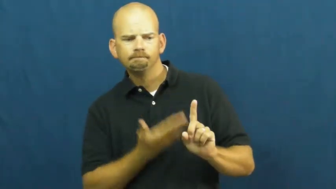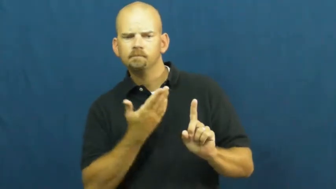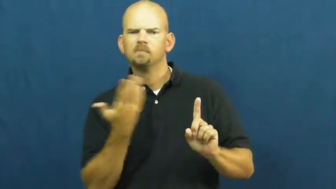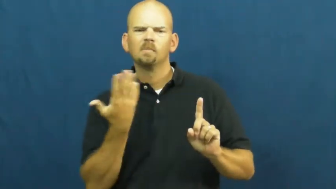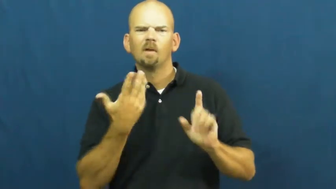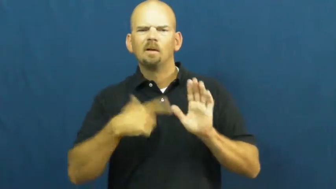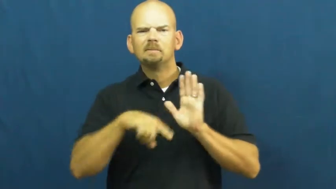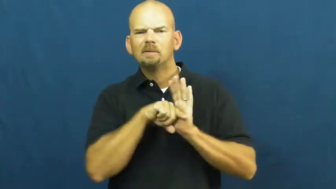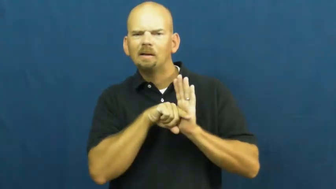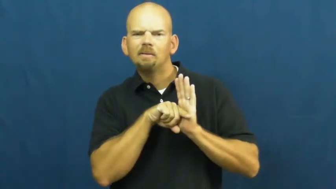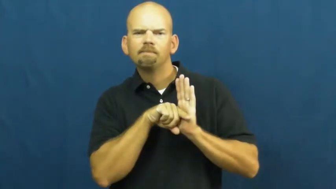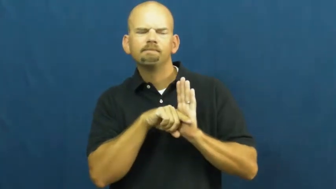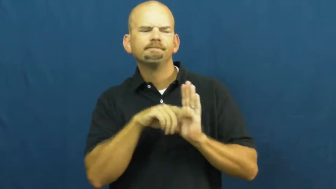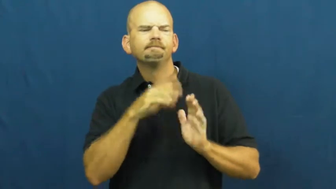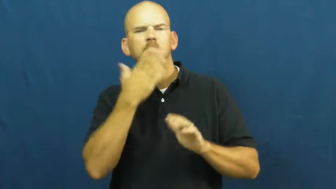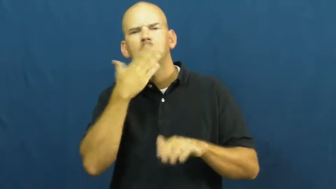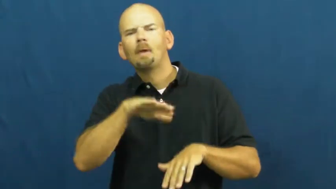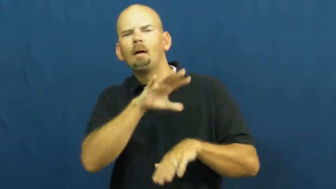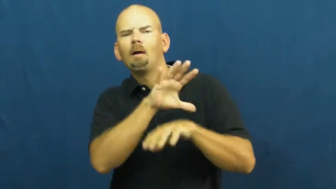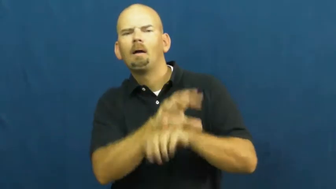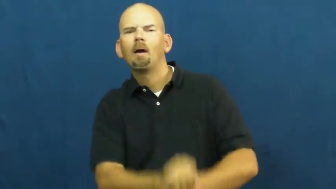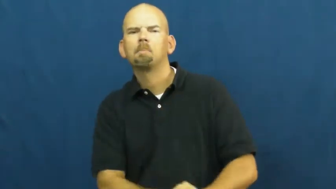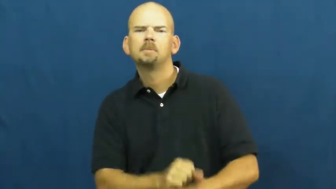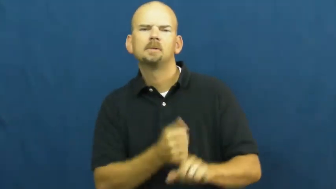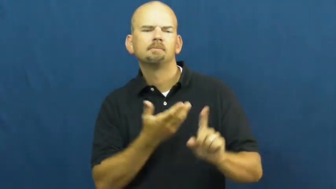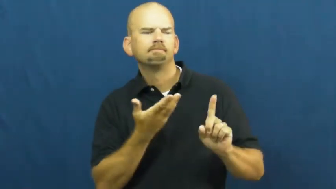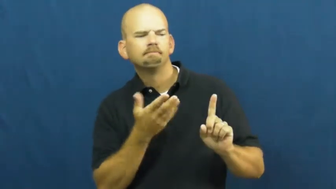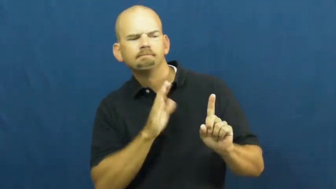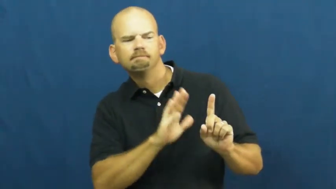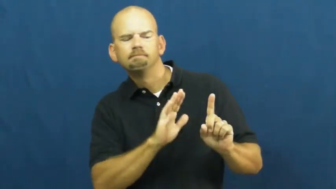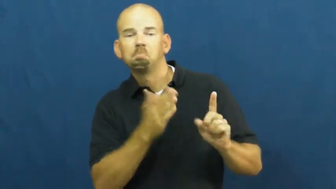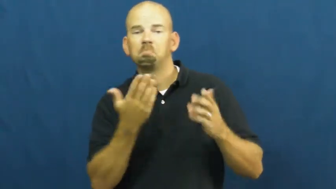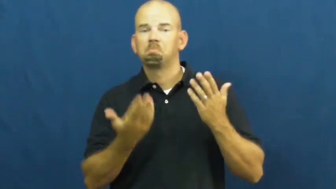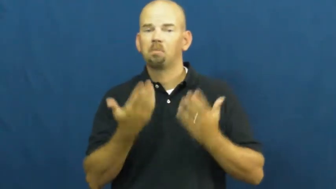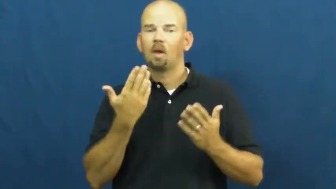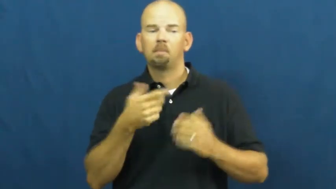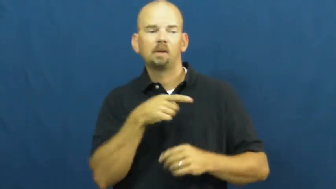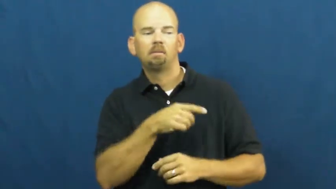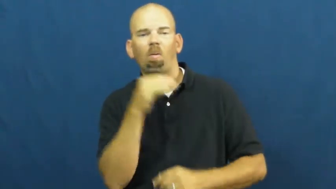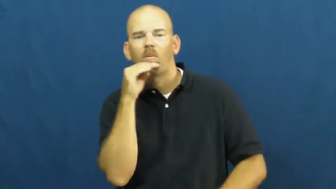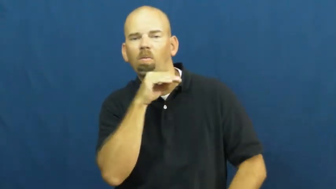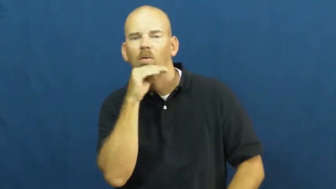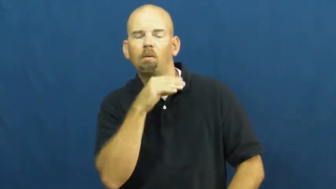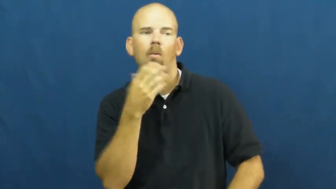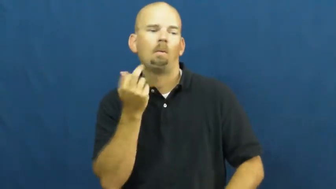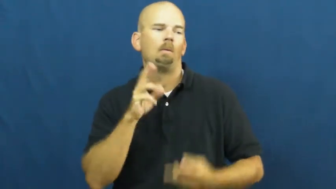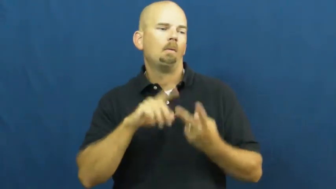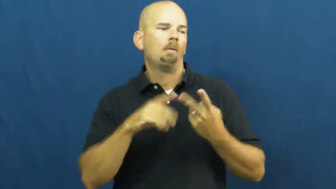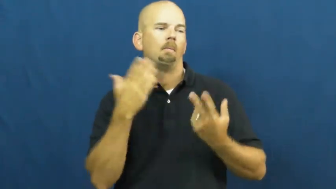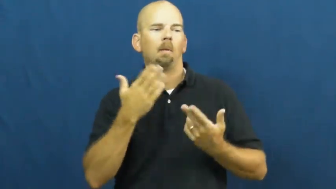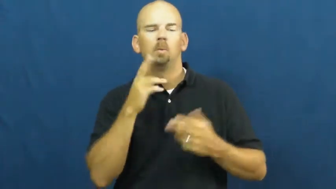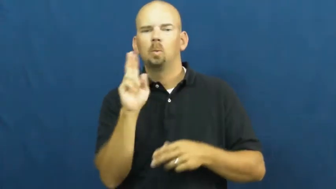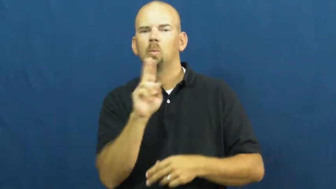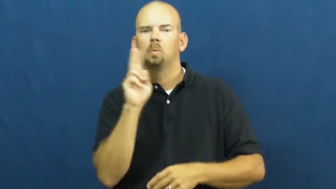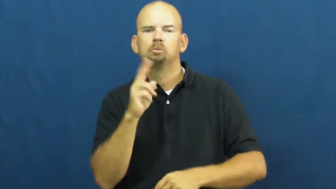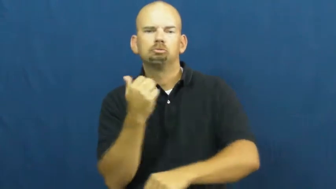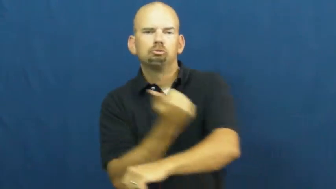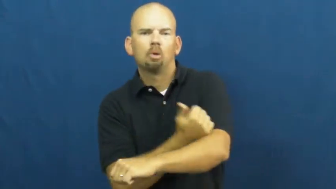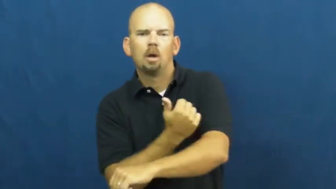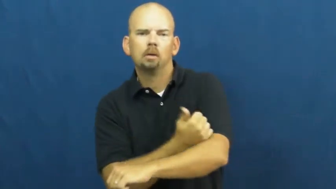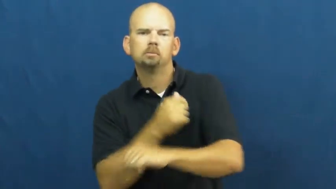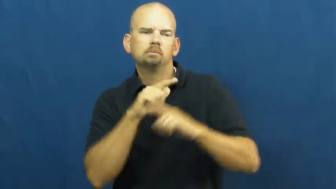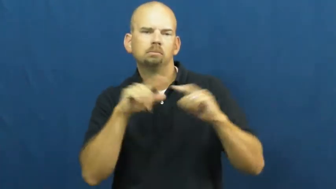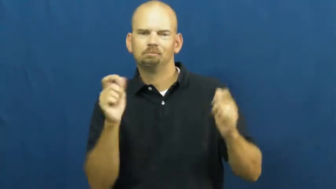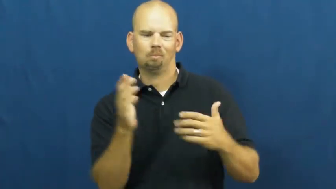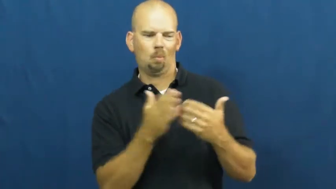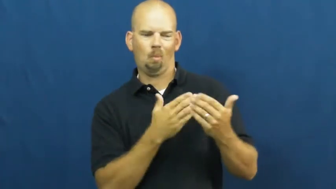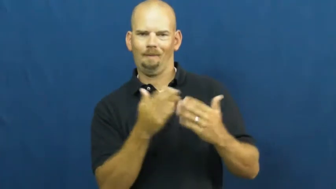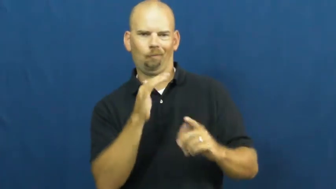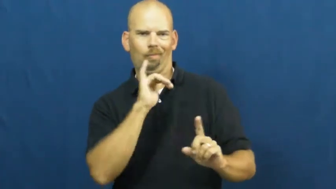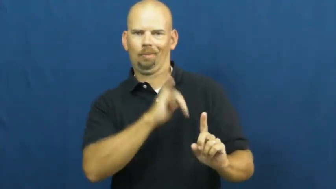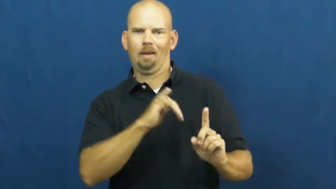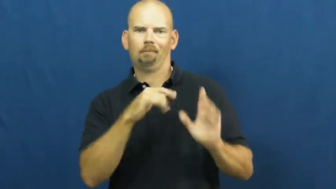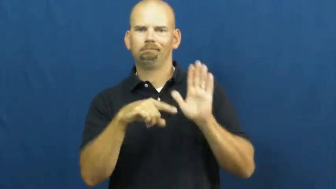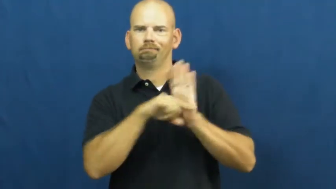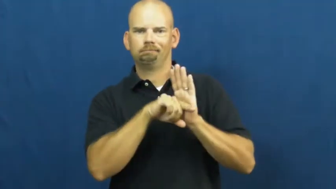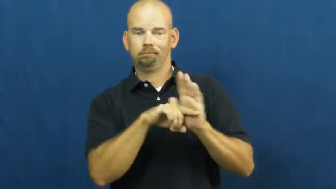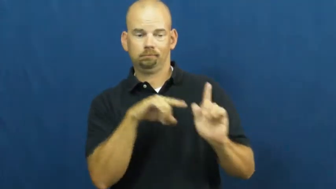vice-bad habit